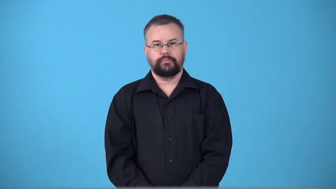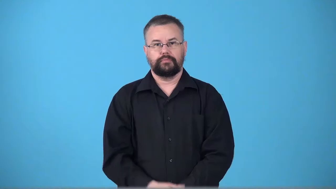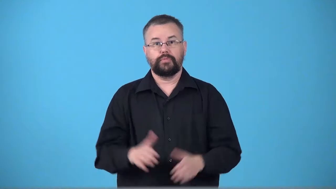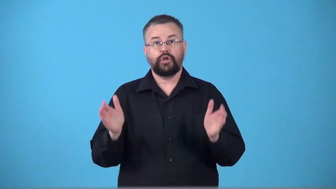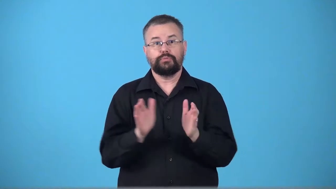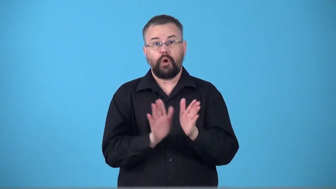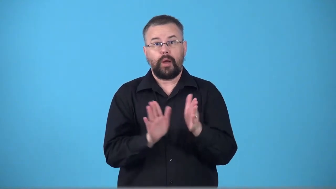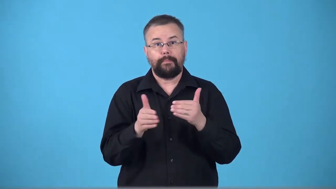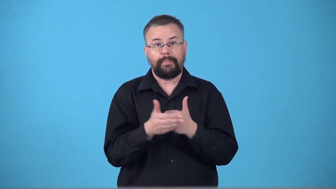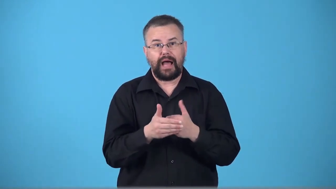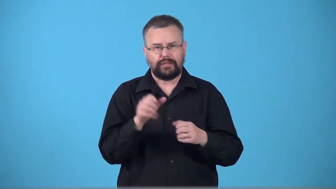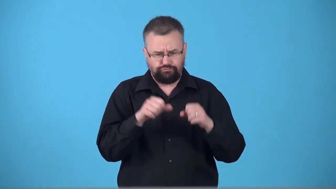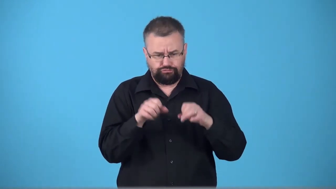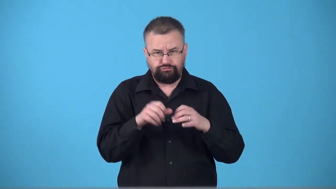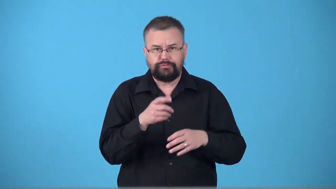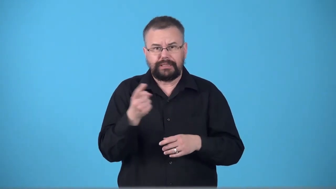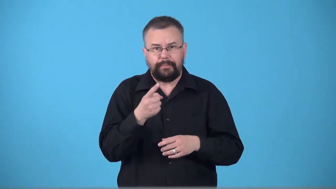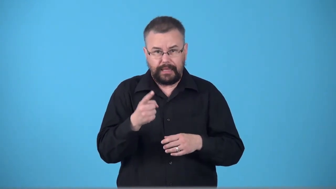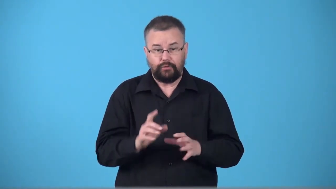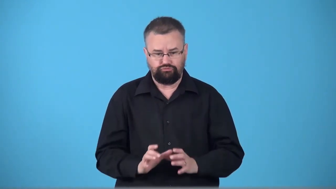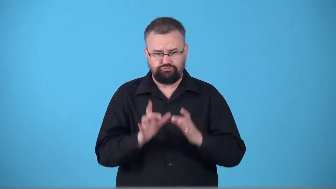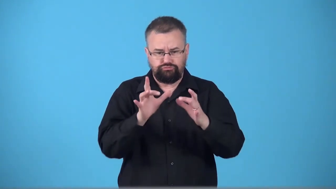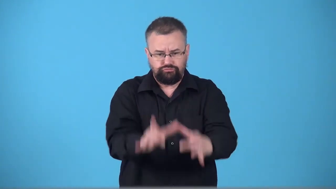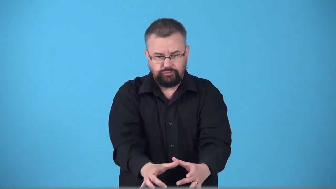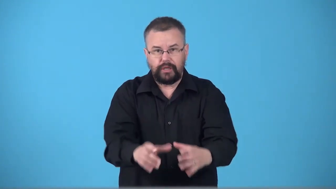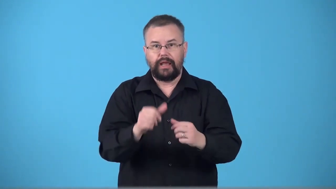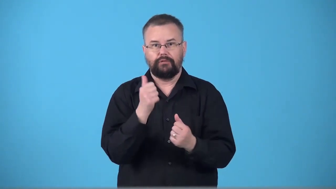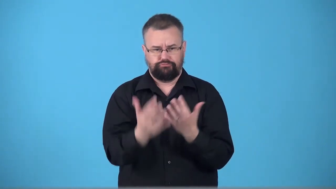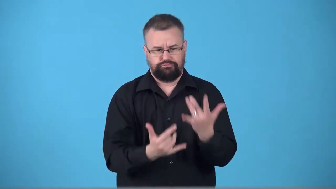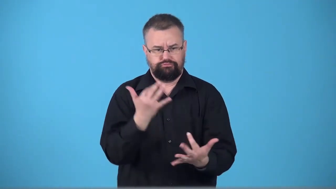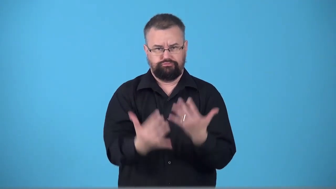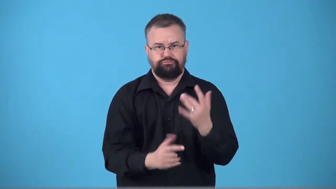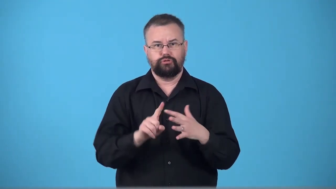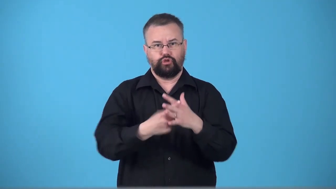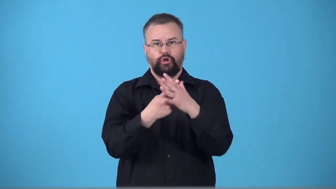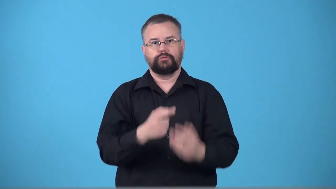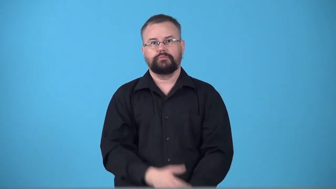tinderbox